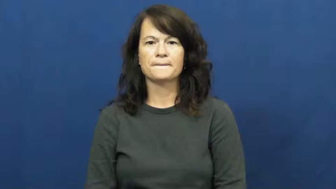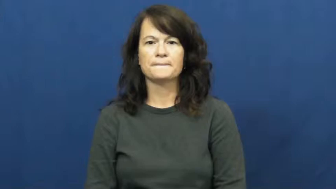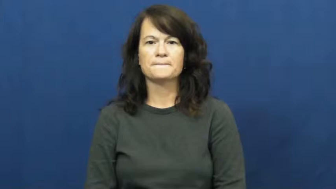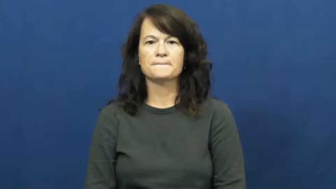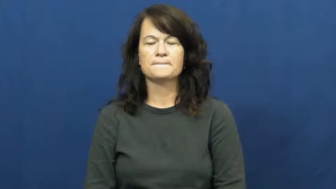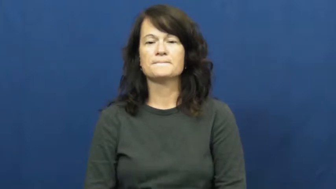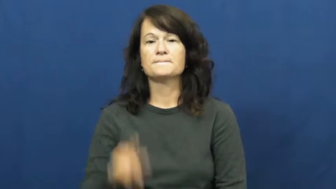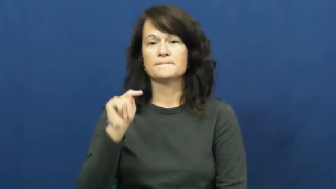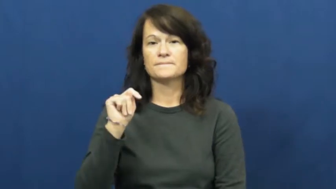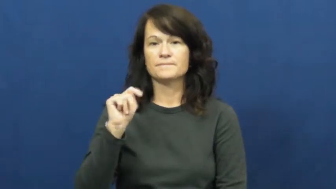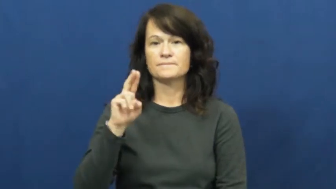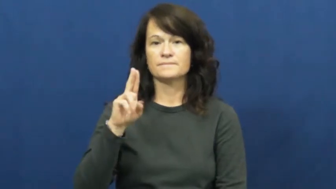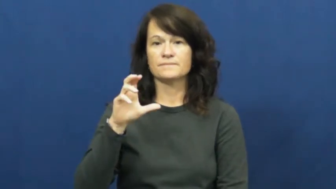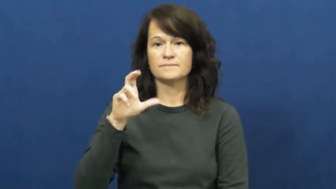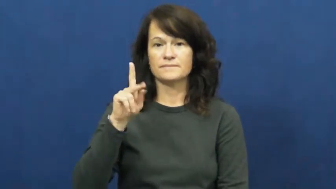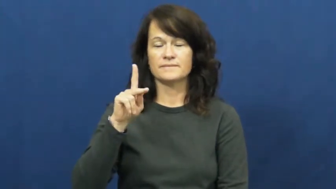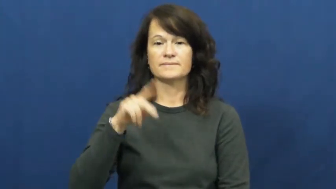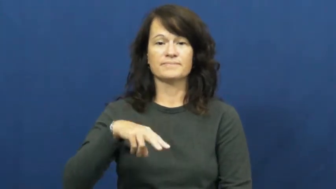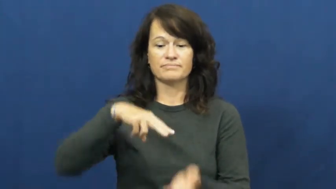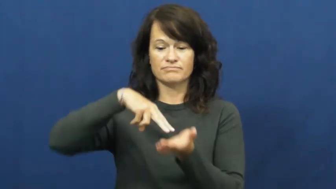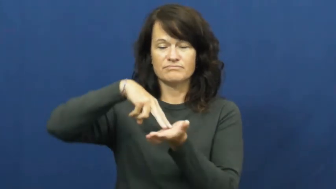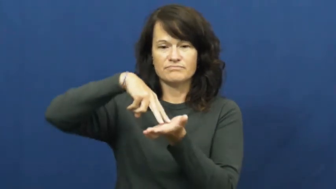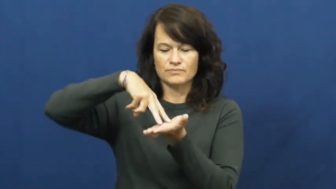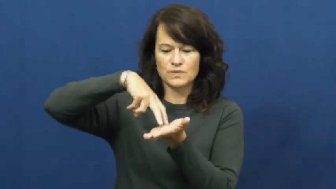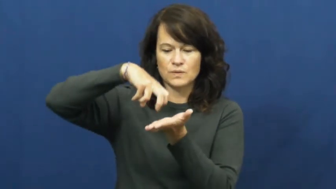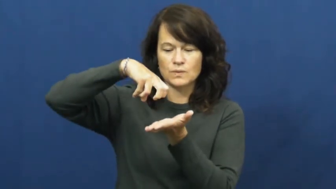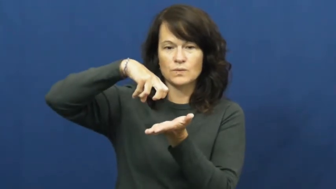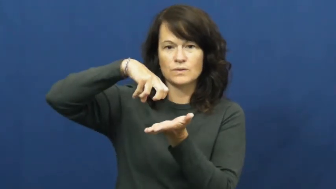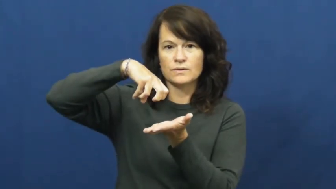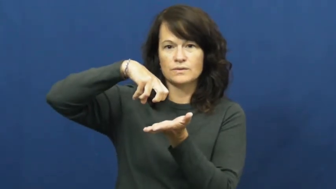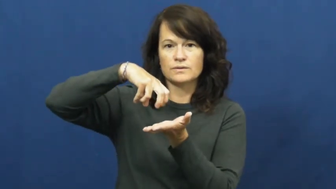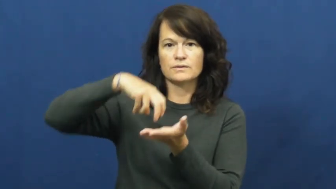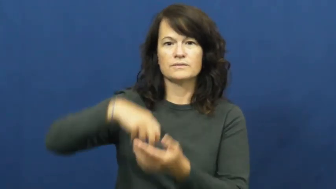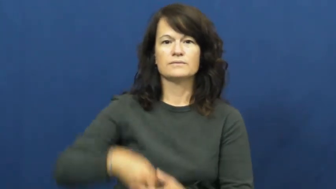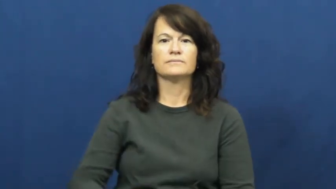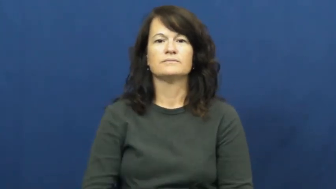tuck-knees